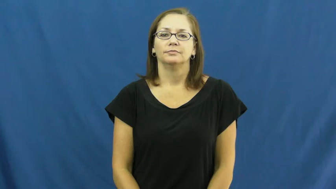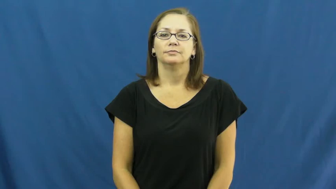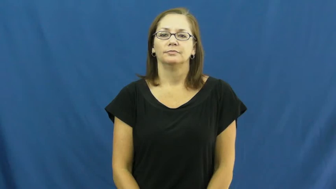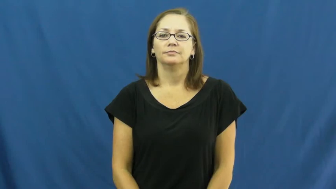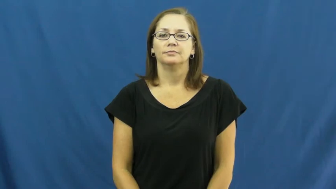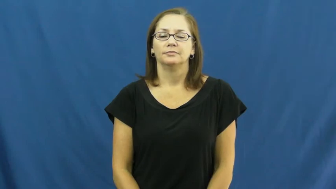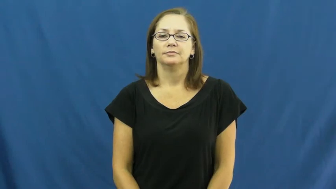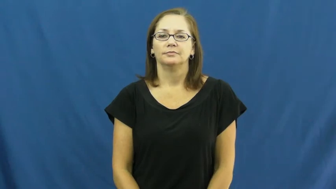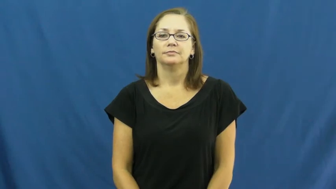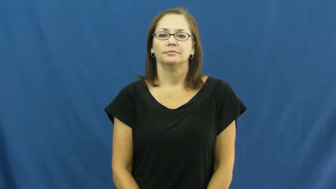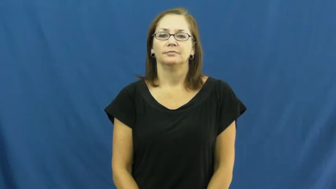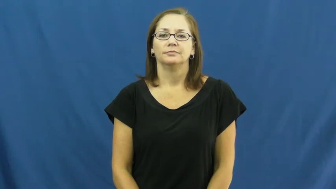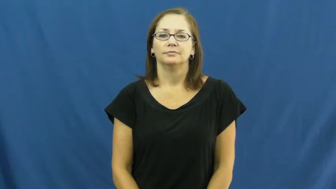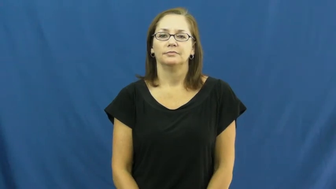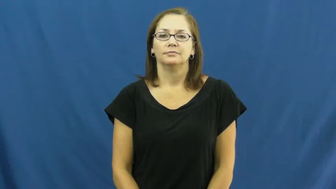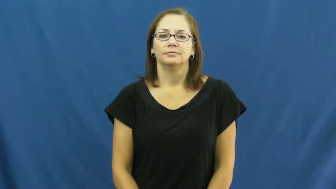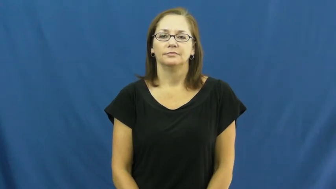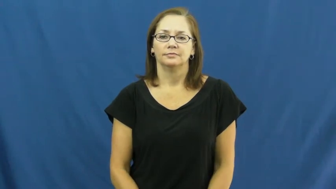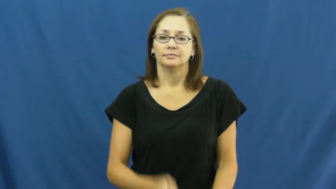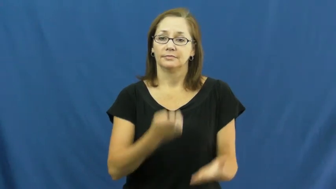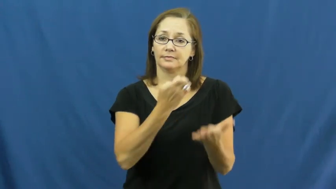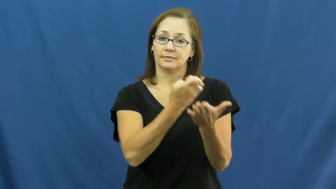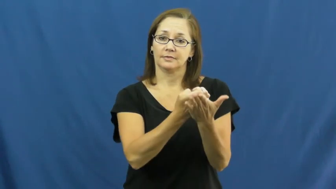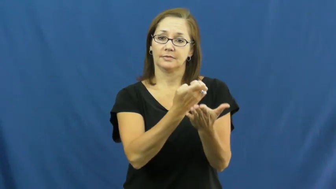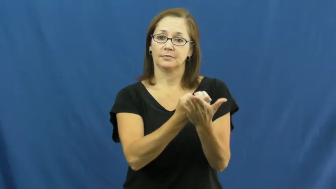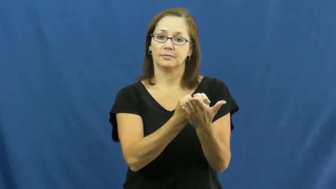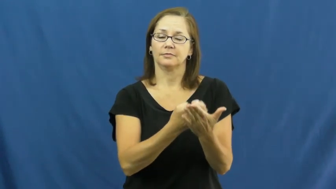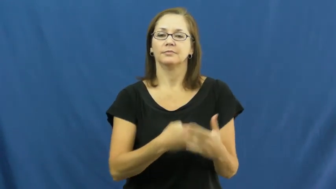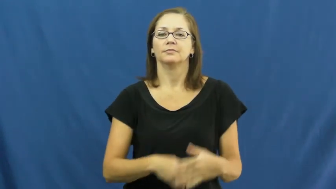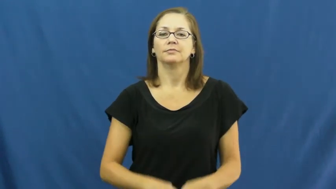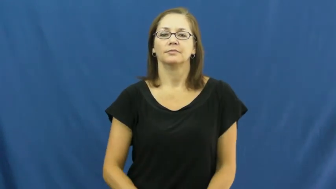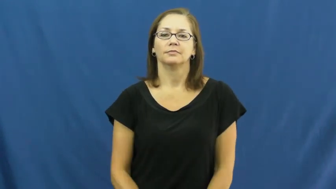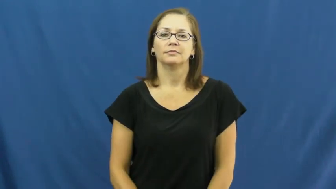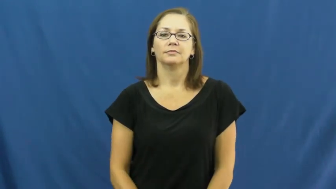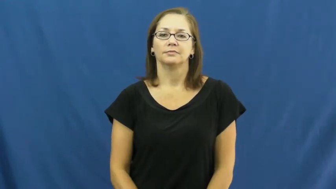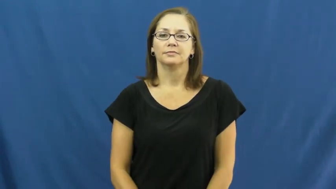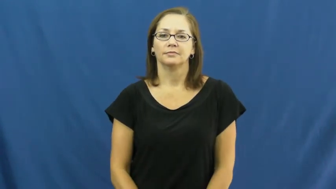economy